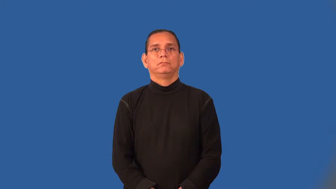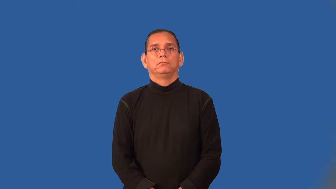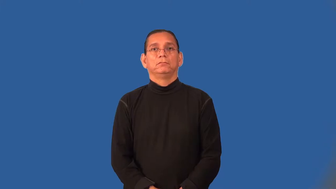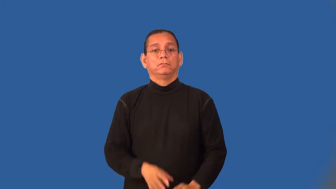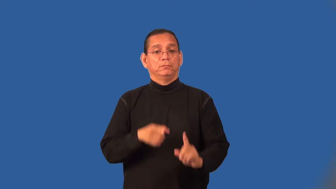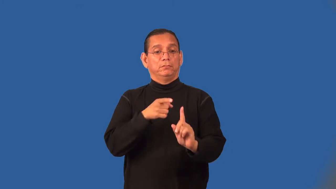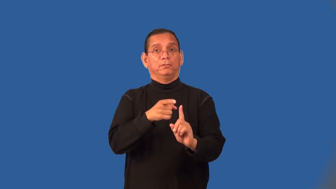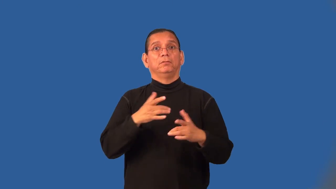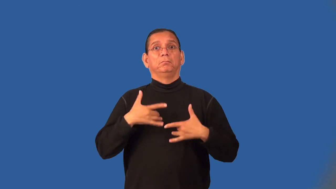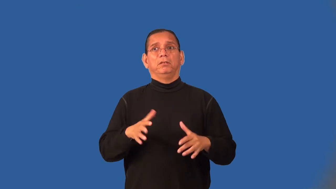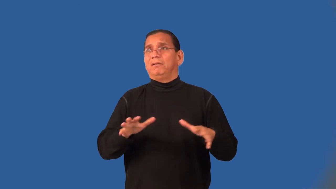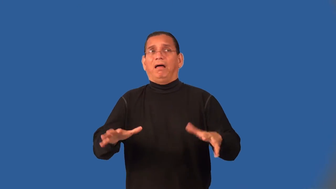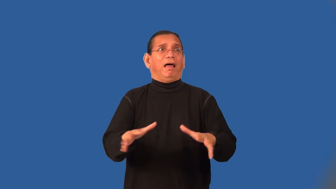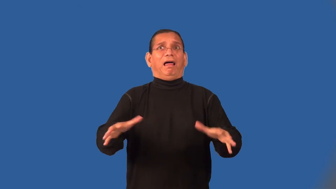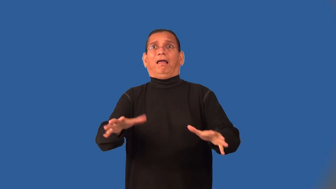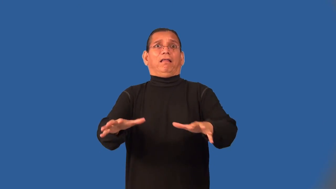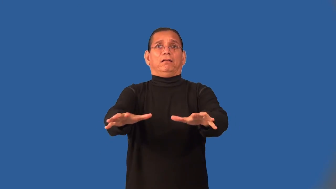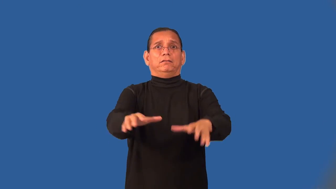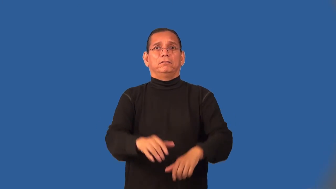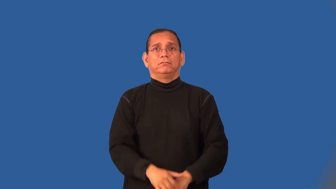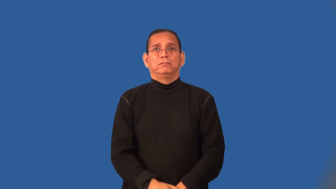alarmist